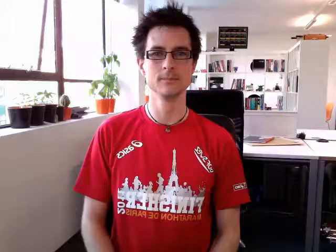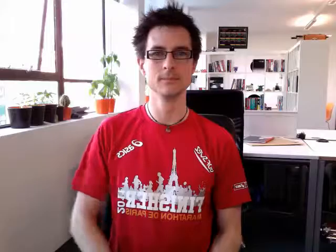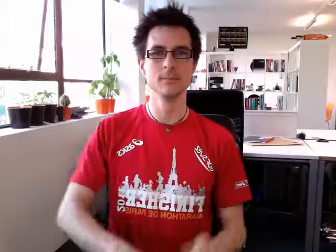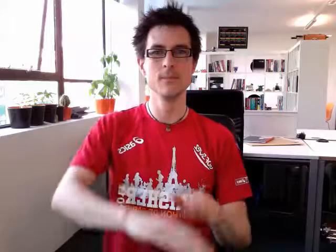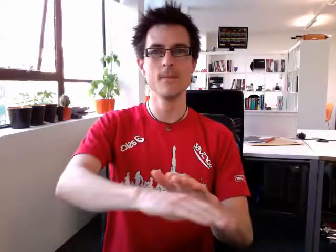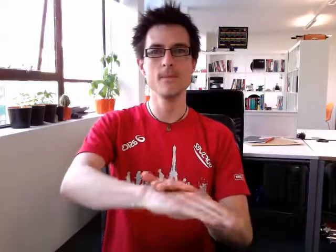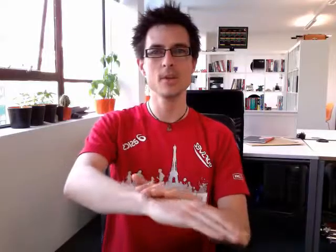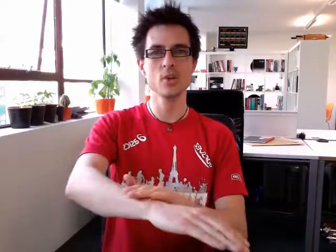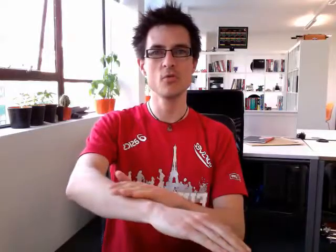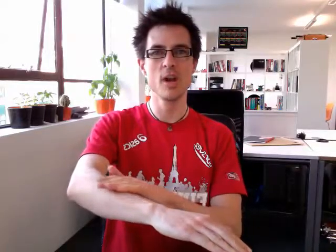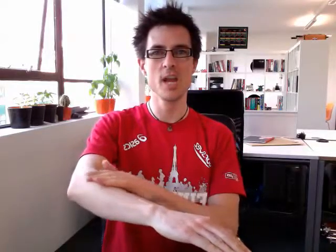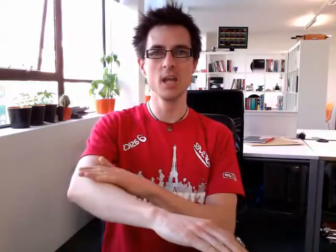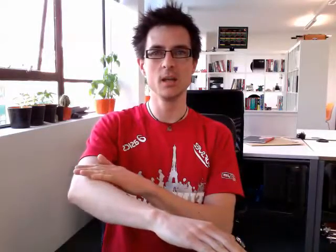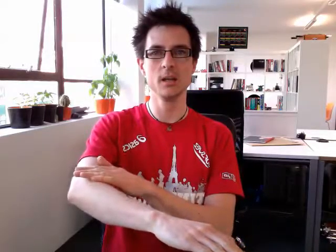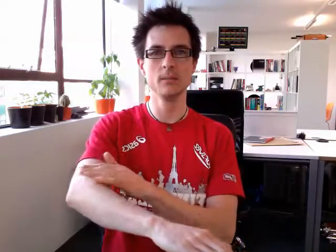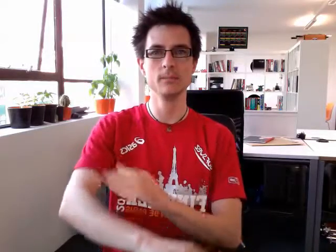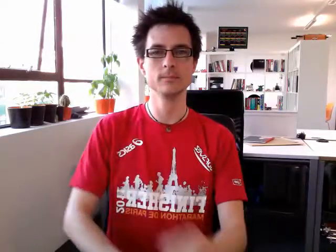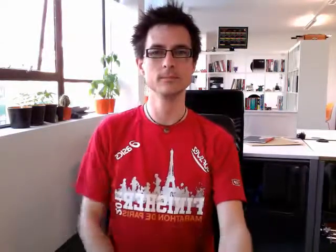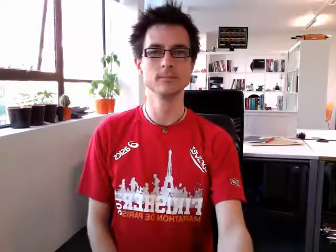green